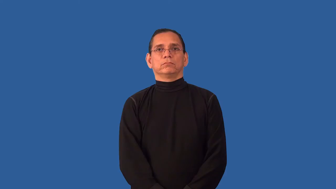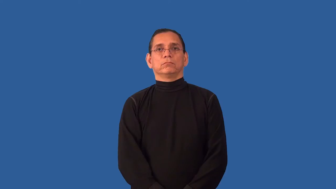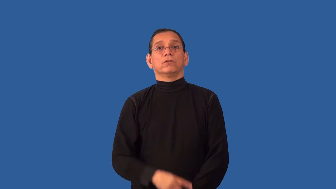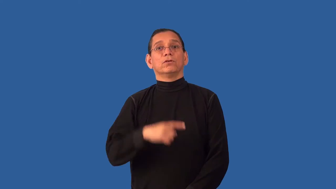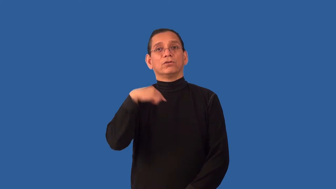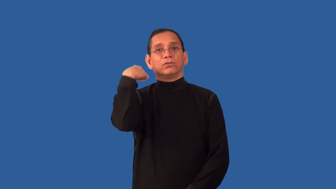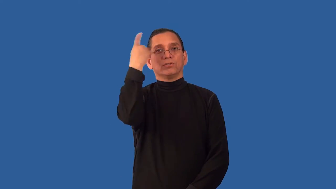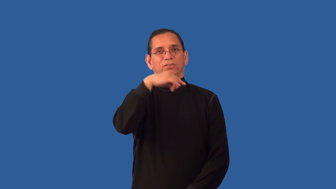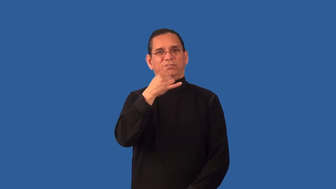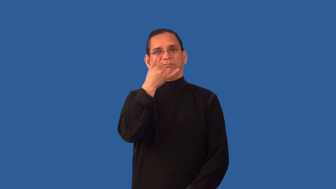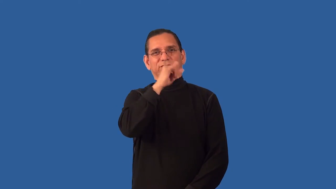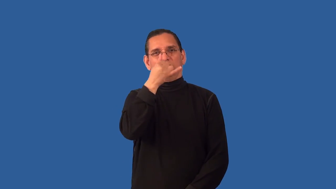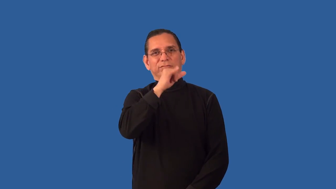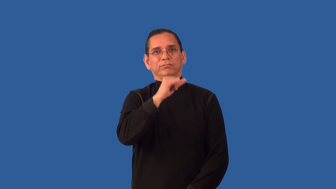undignified